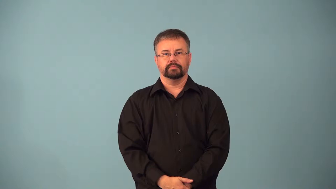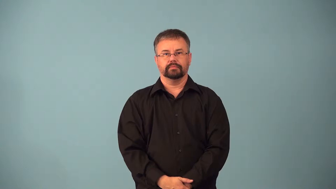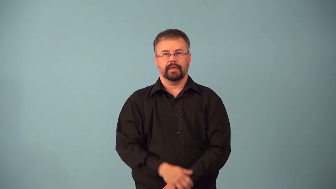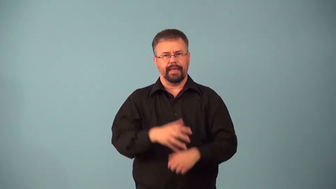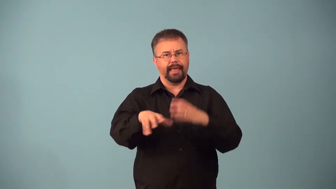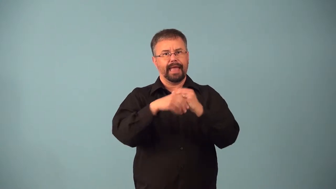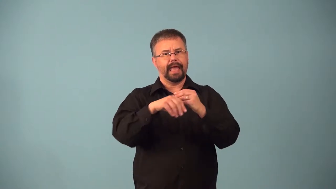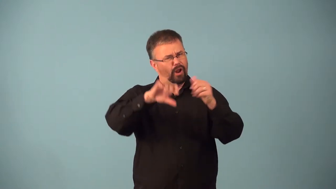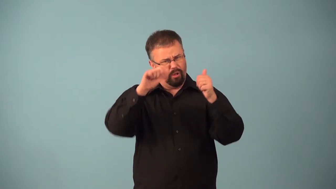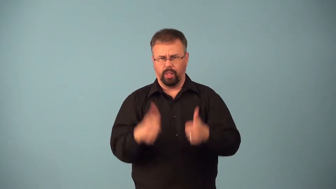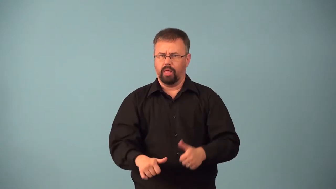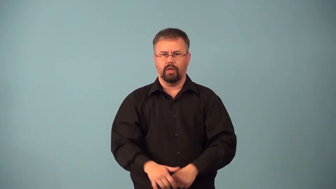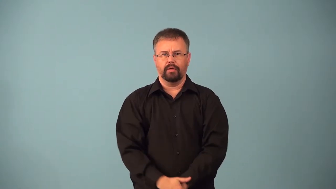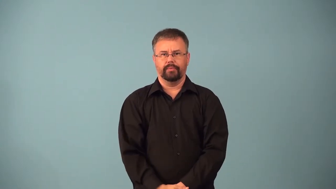adulterate